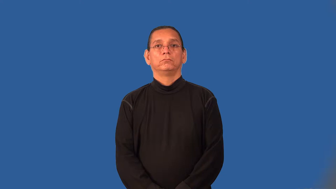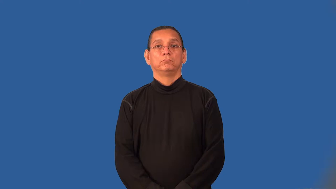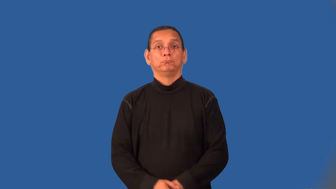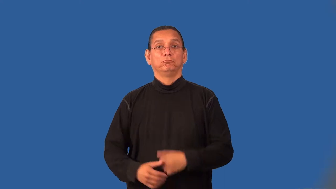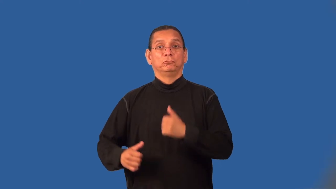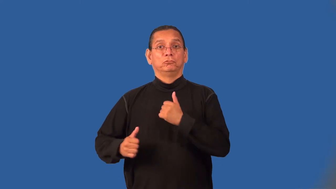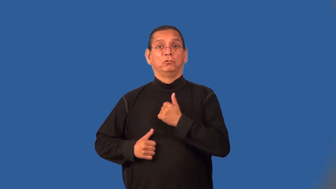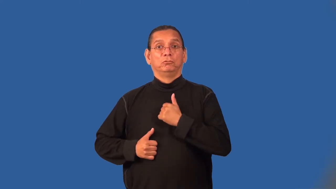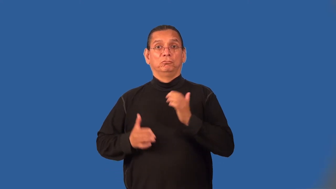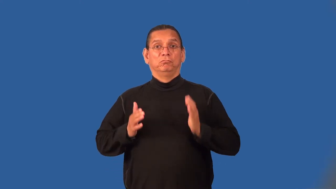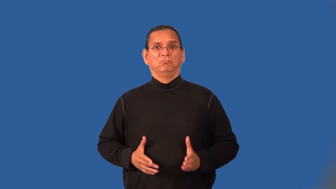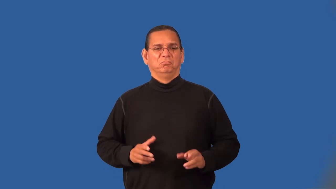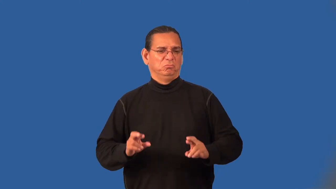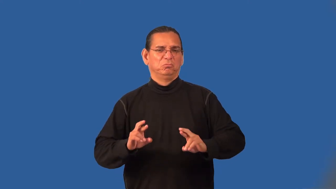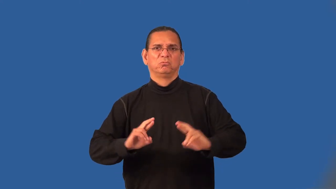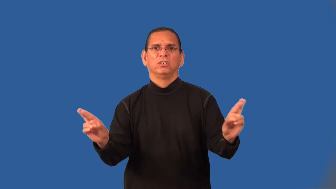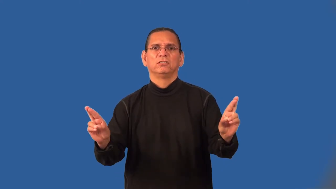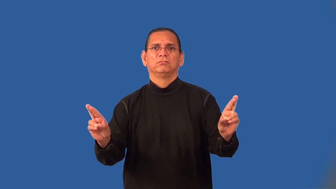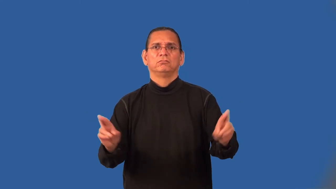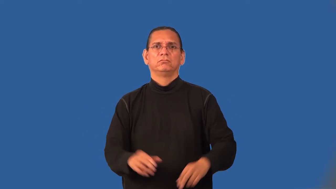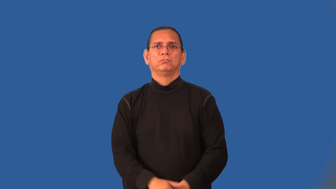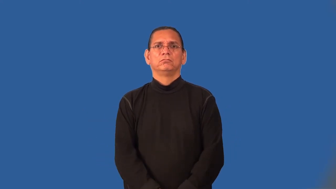minuteman